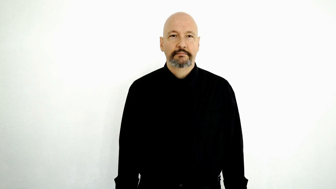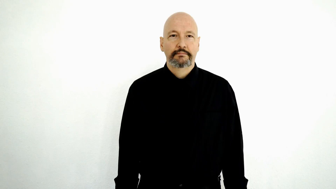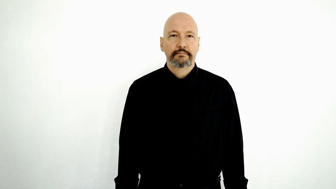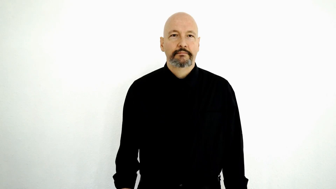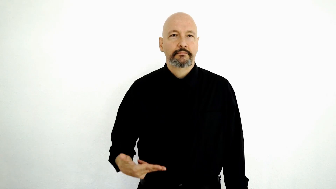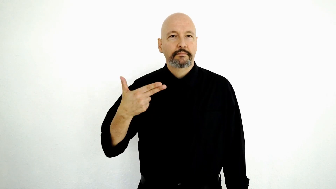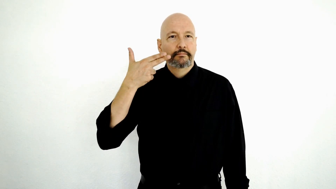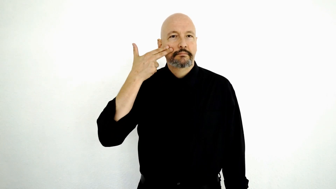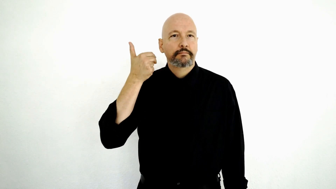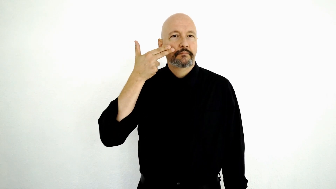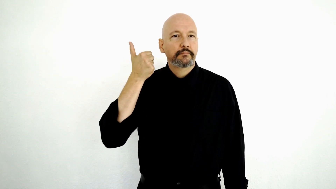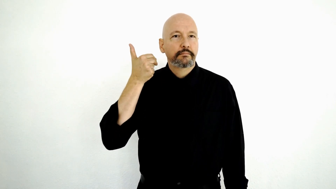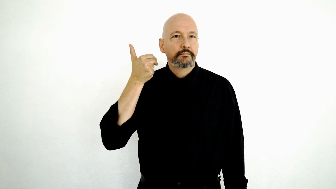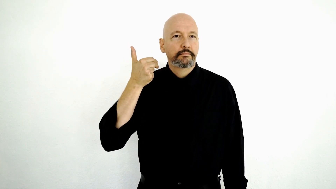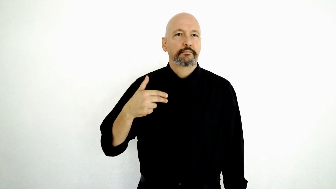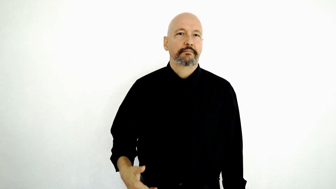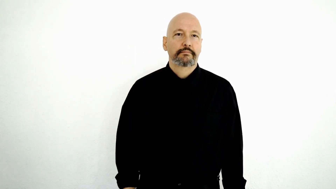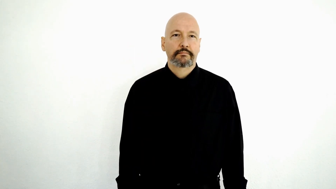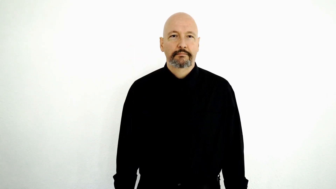Laurent Clerc-[name sign]